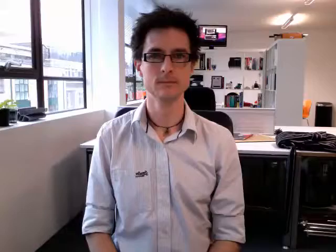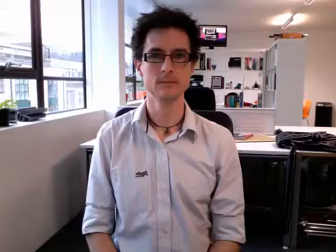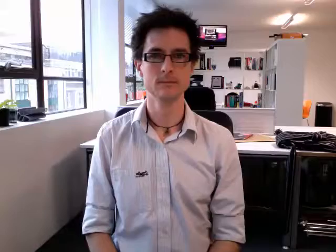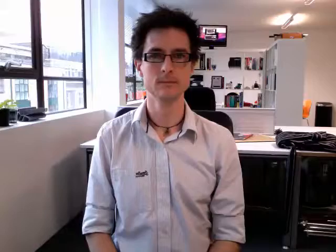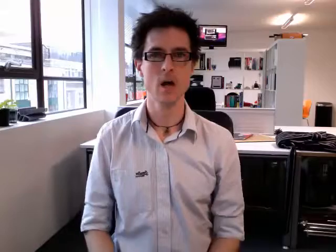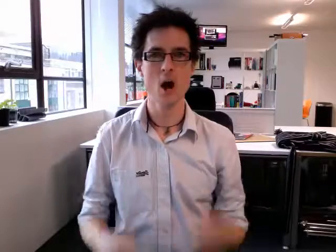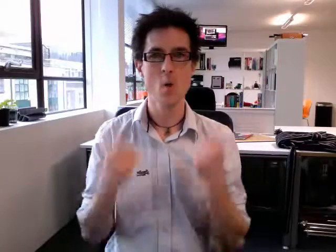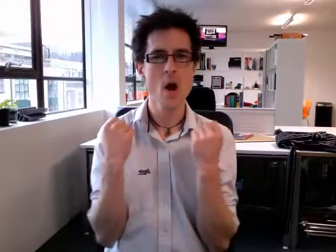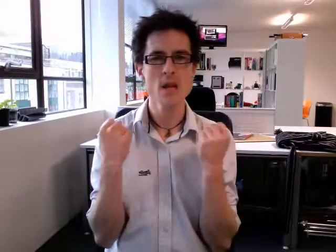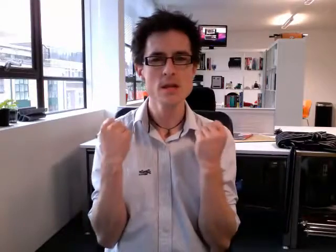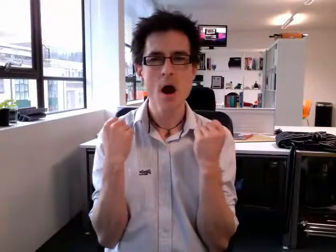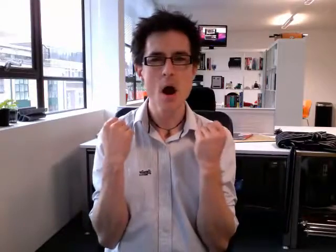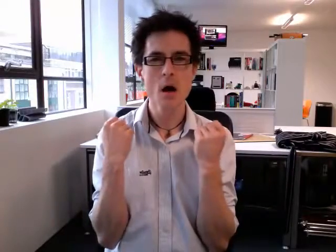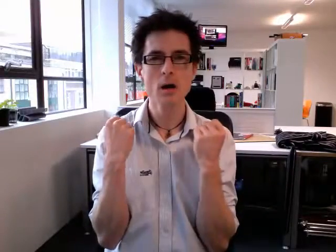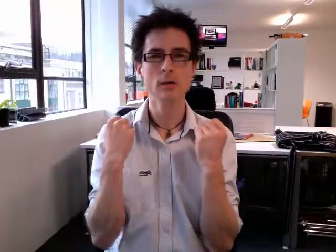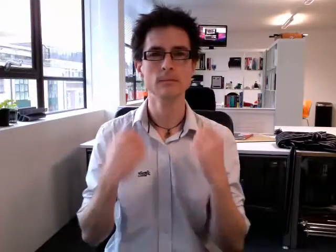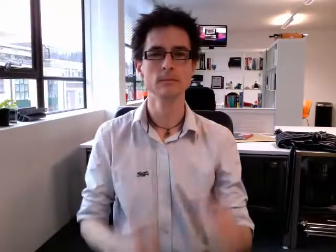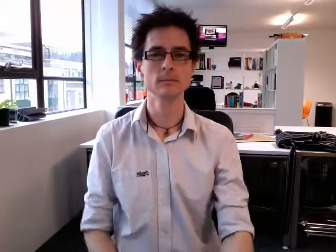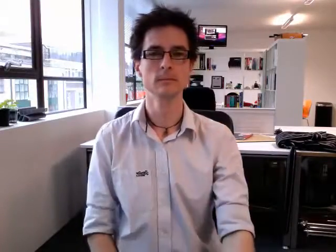winter